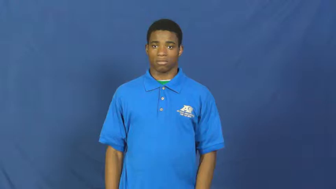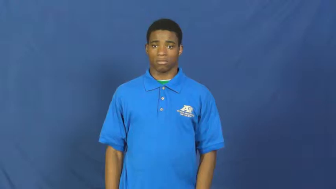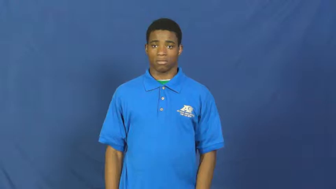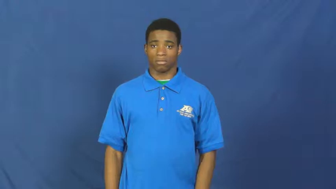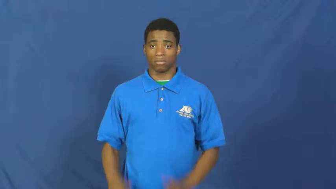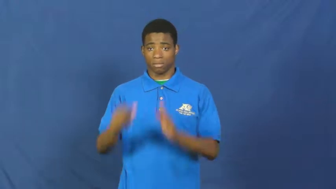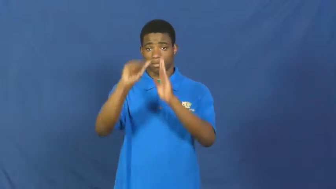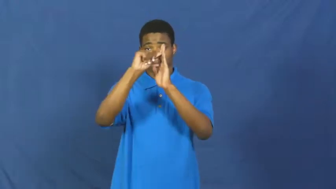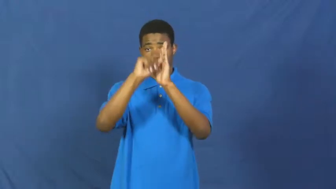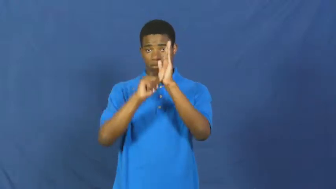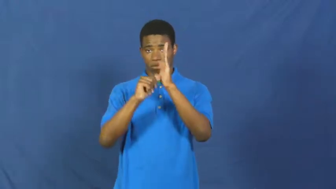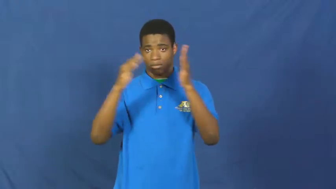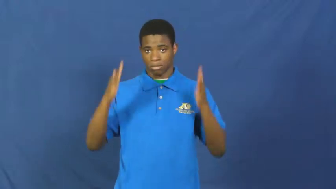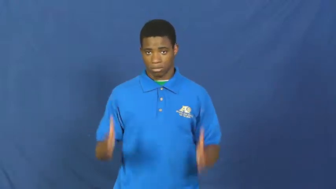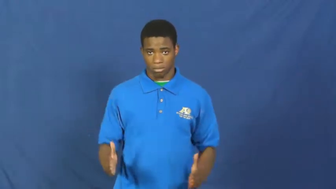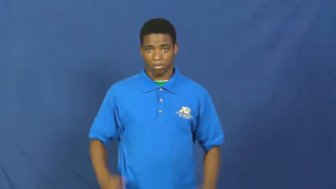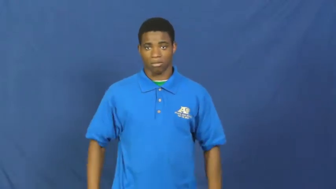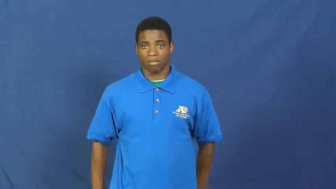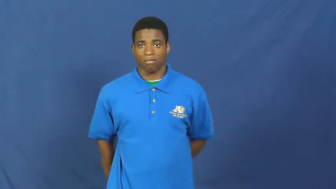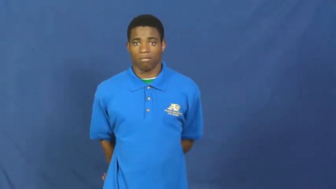surgeon,sawbones